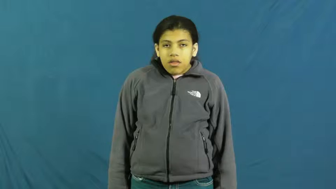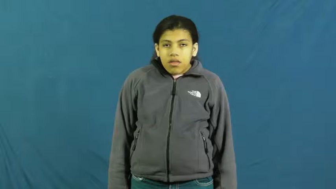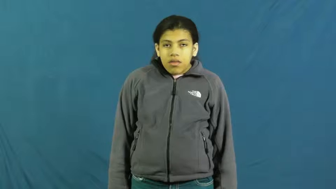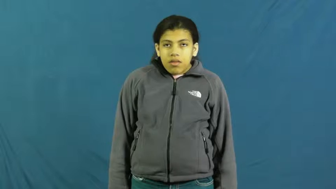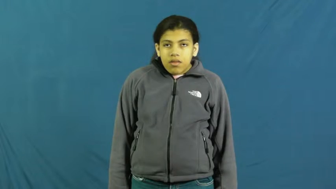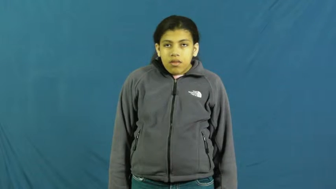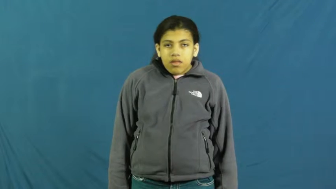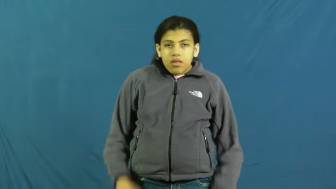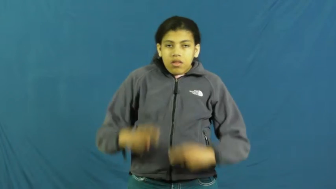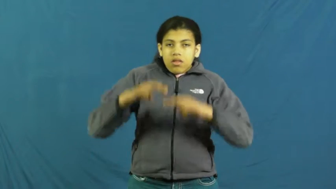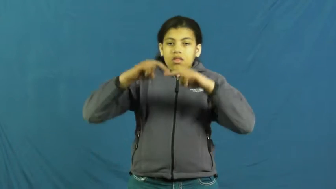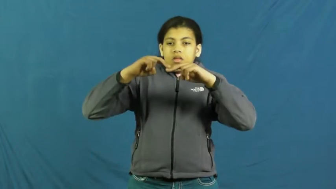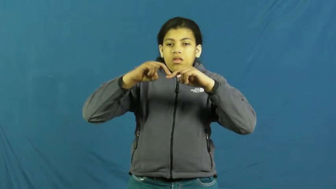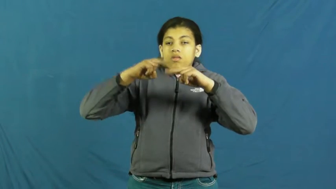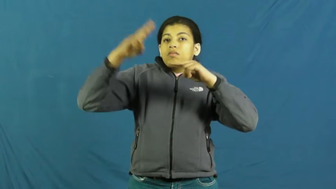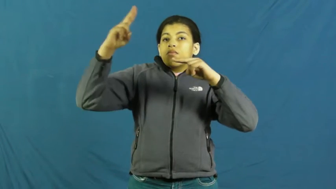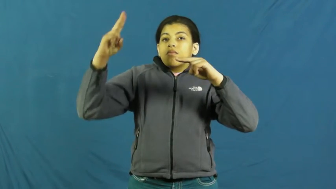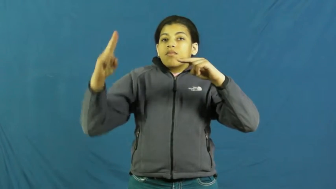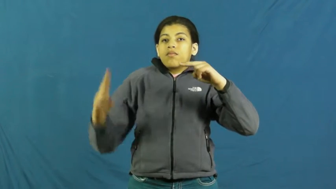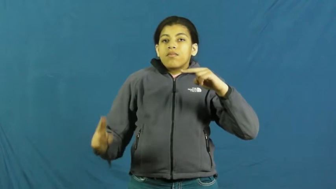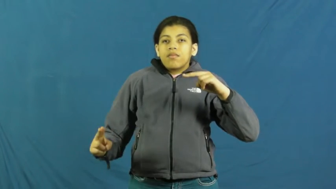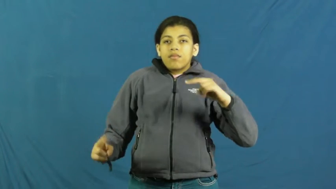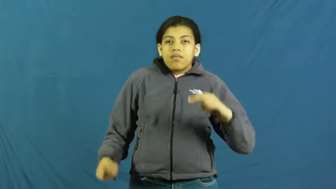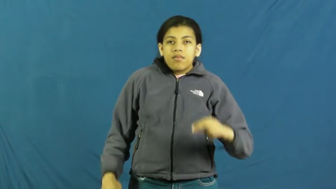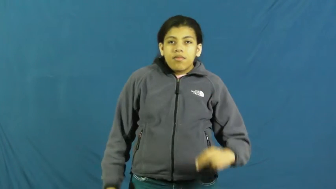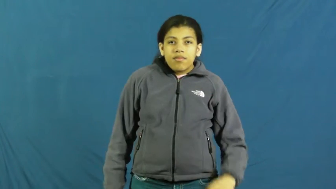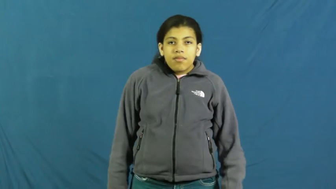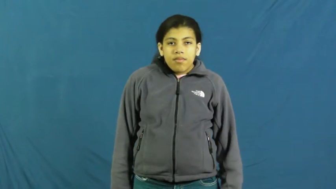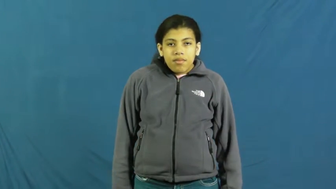dive,dive off